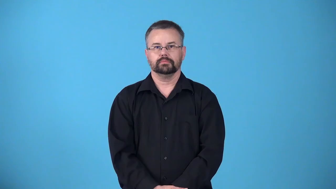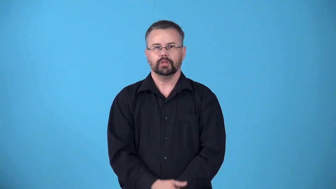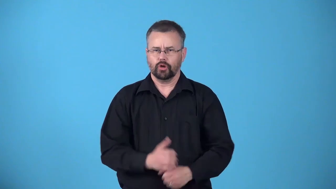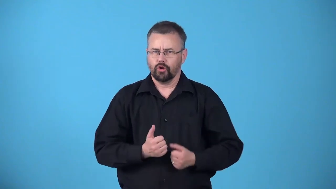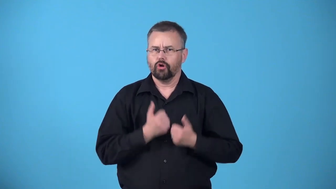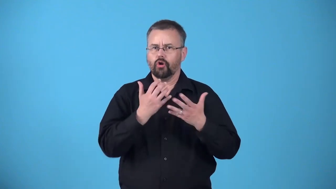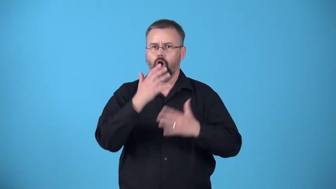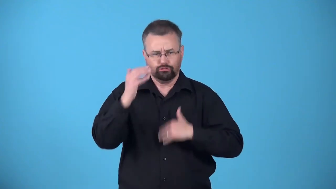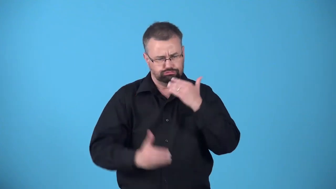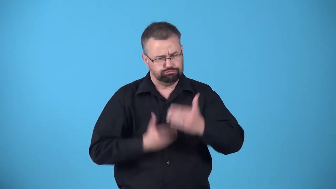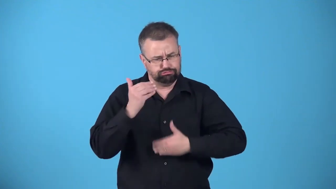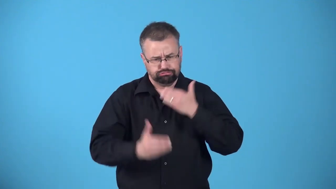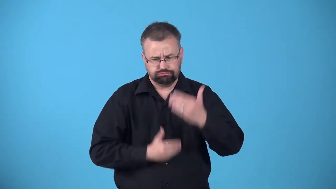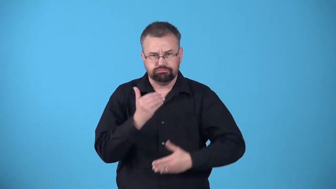at work-causing something to happen